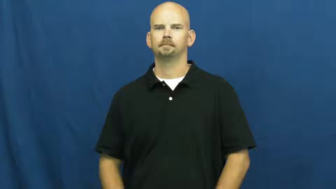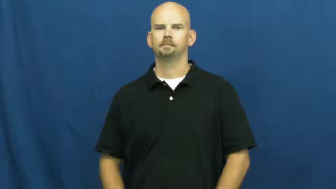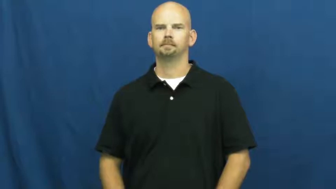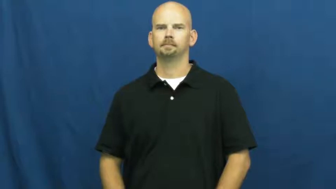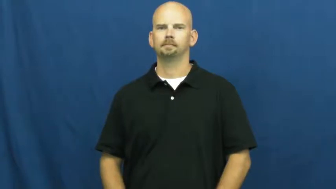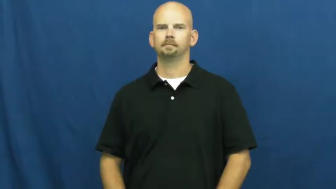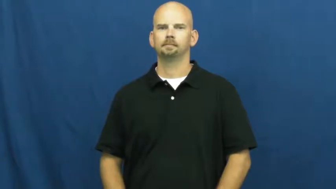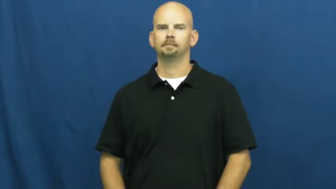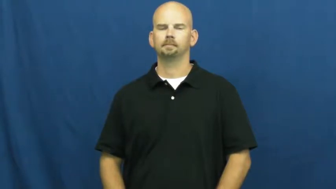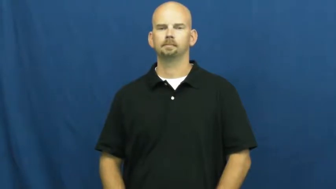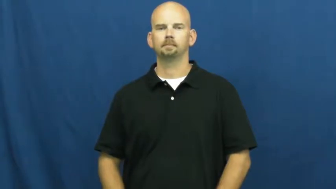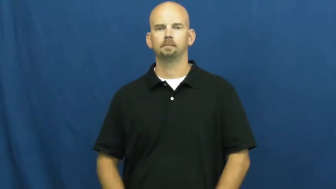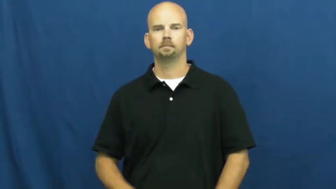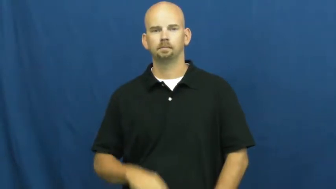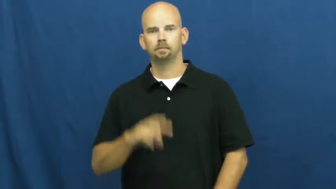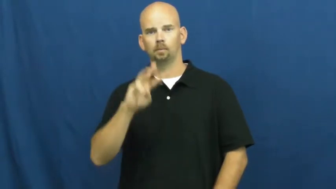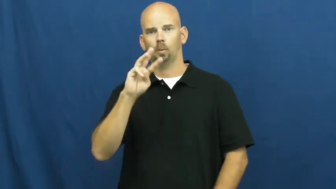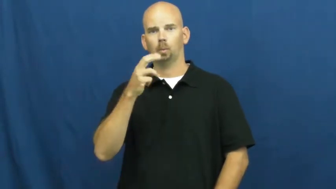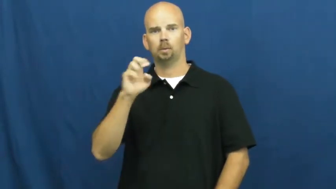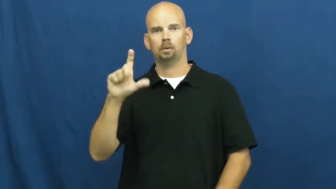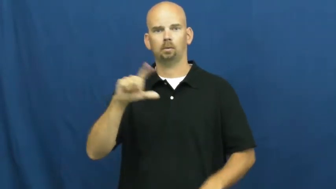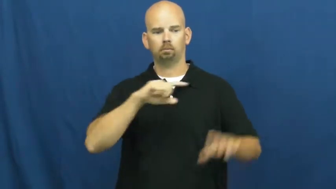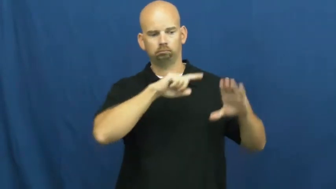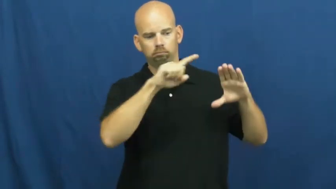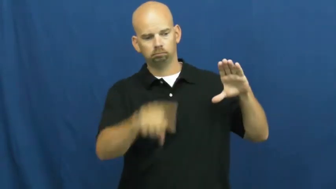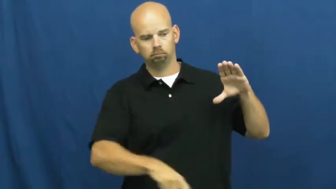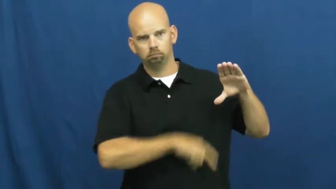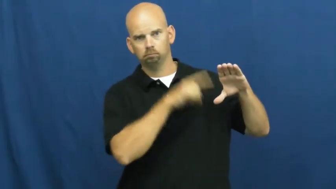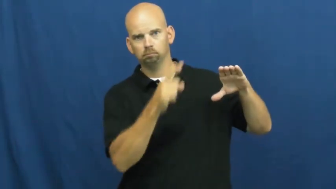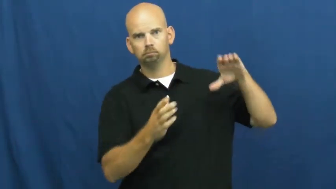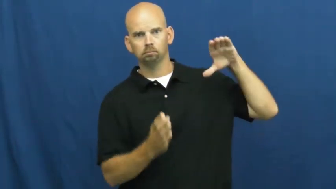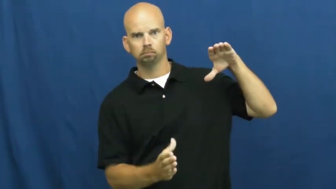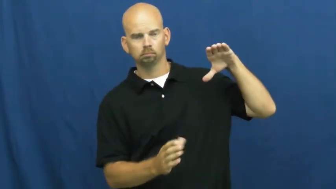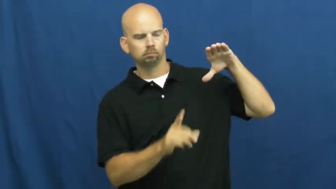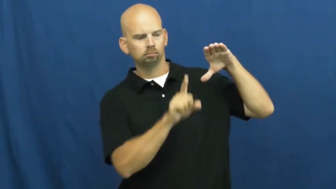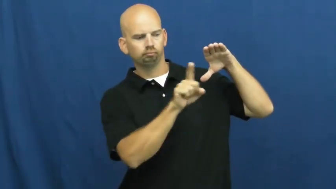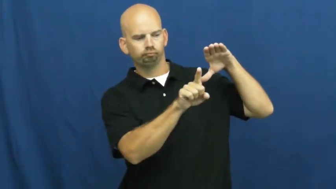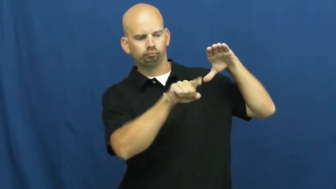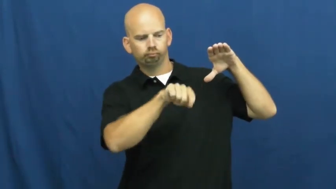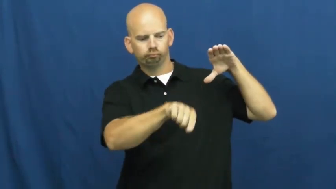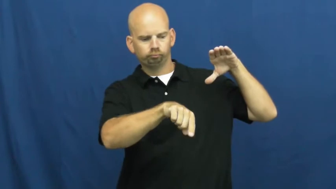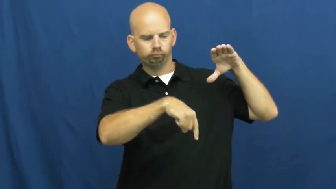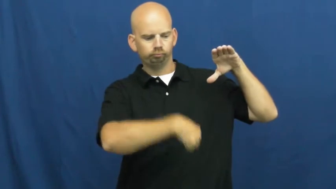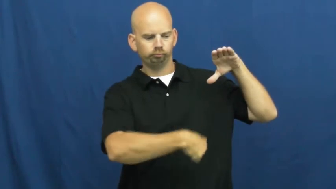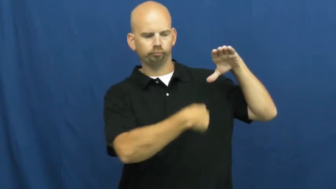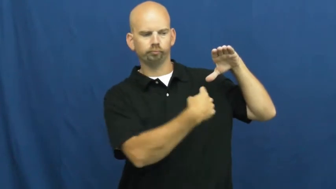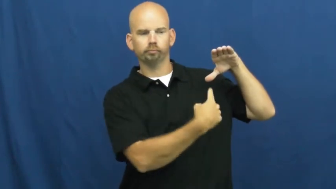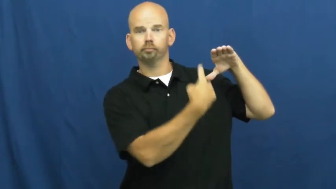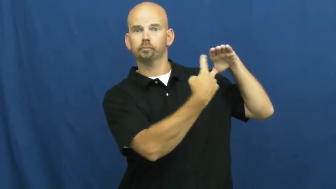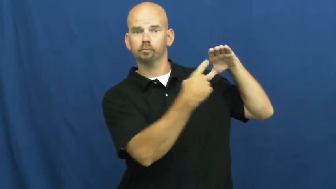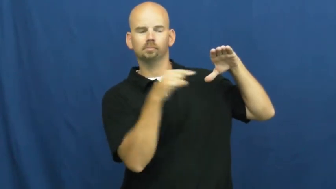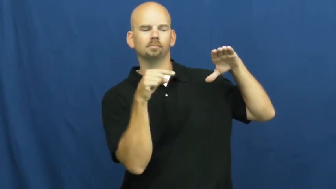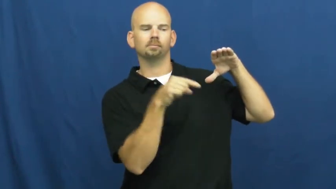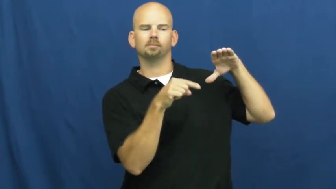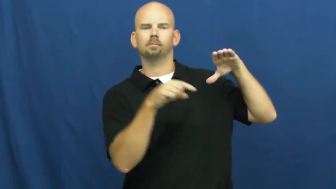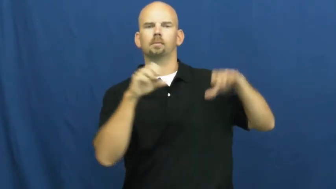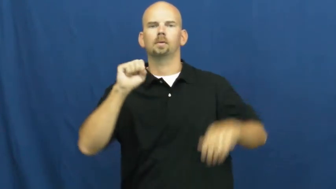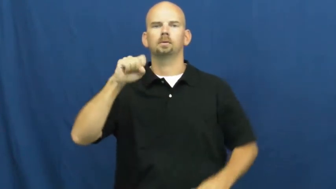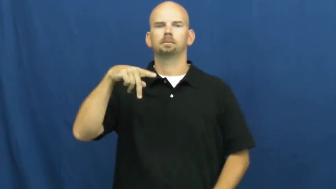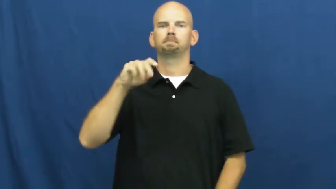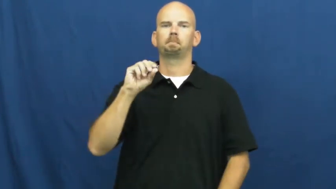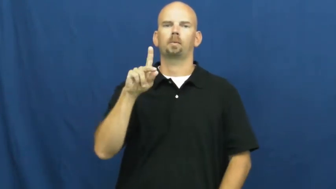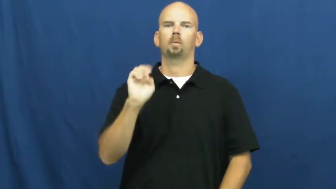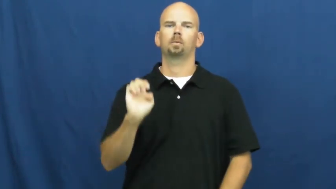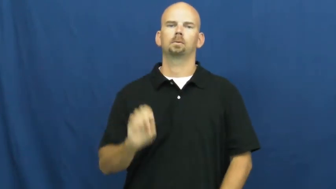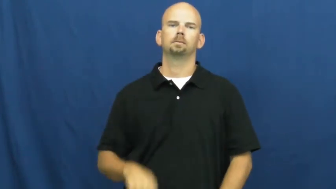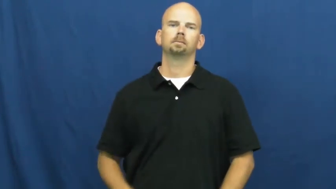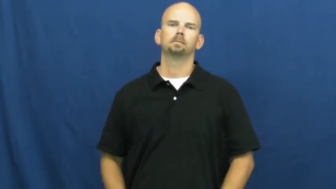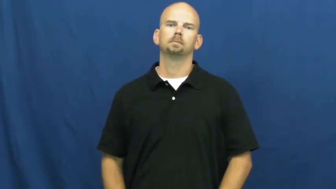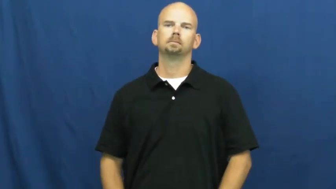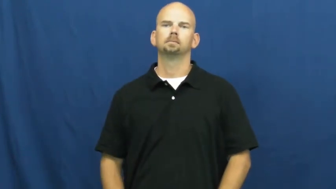spoke-wheel